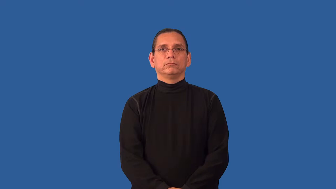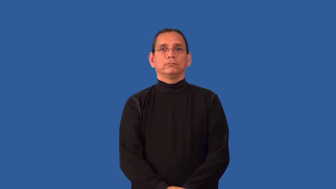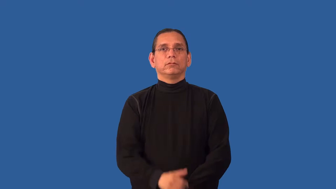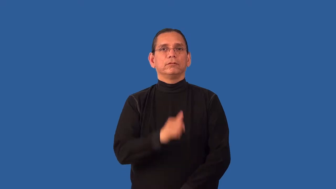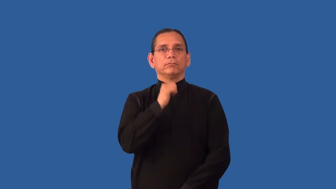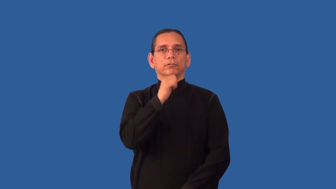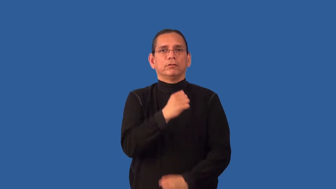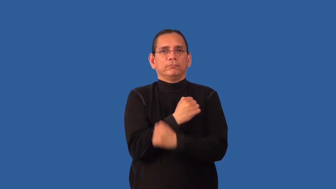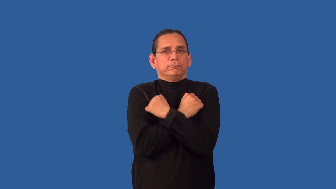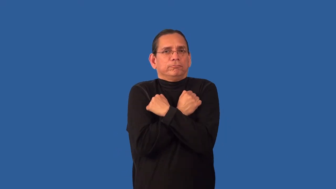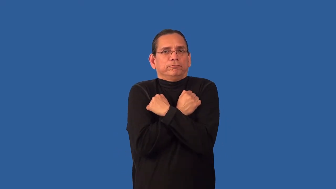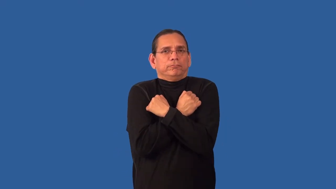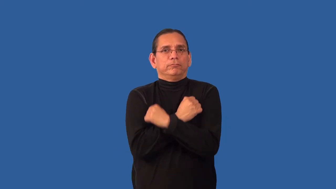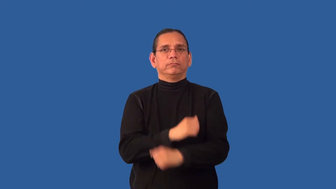unloved